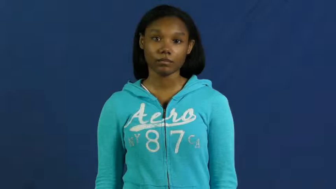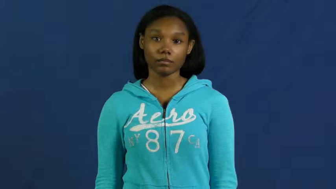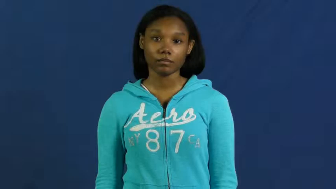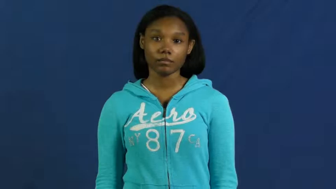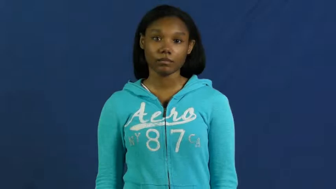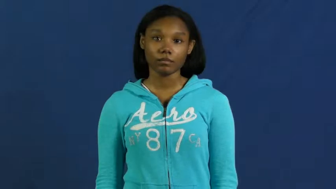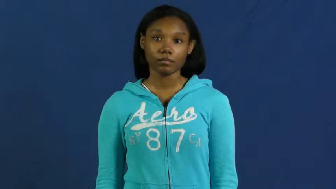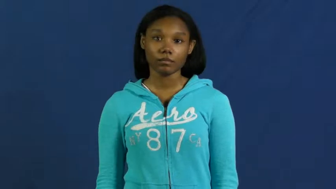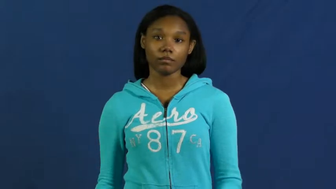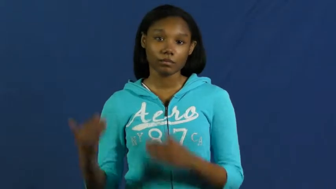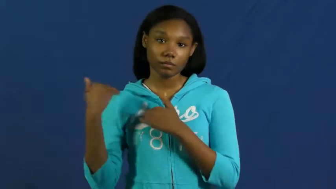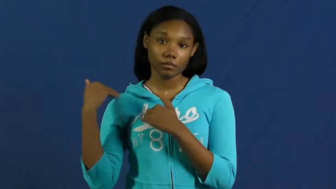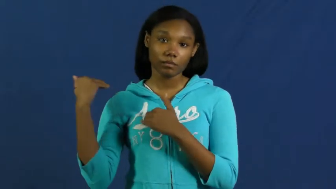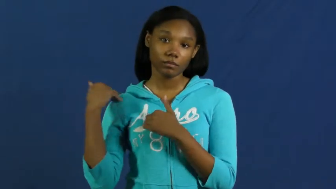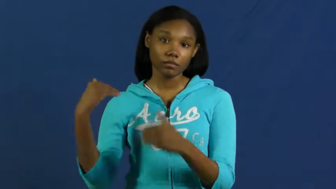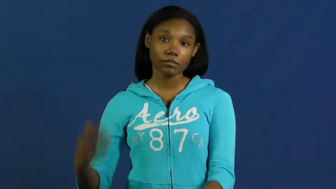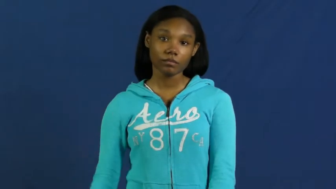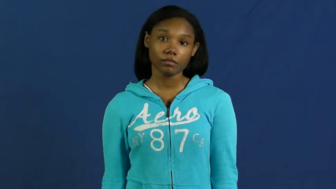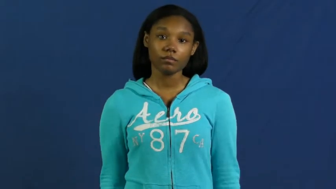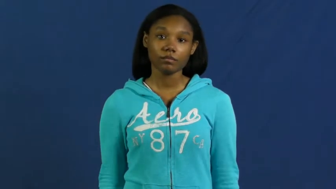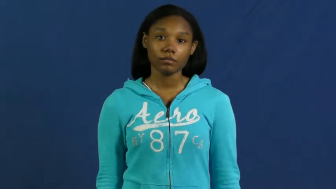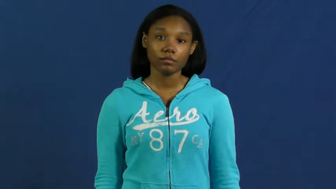rap-responsibility